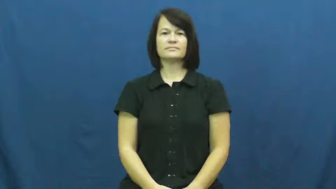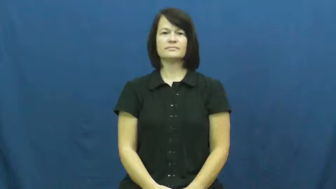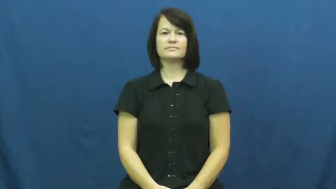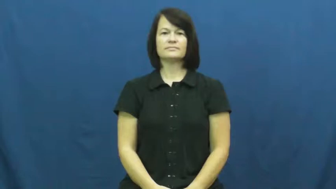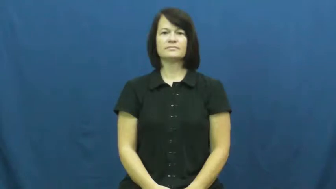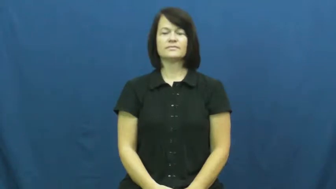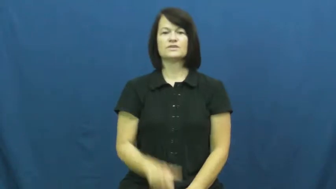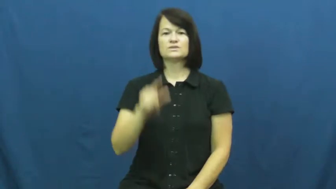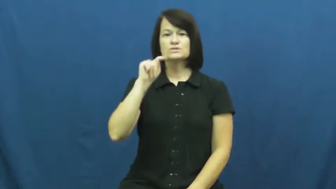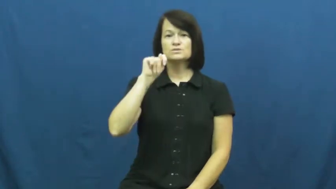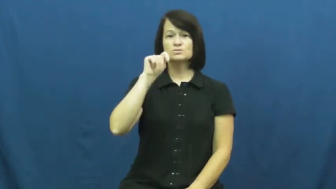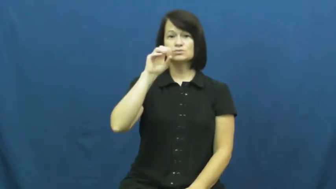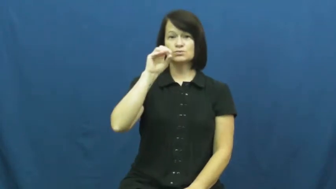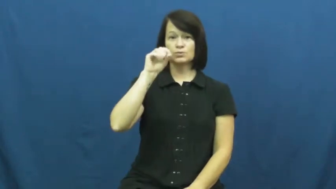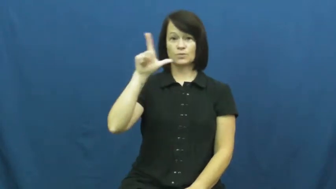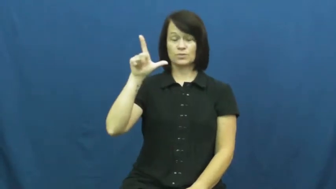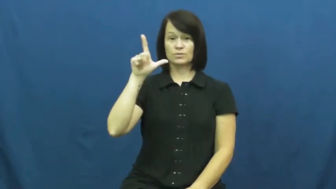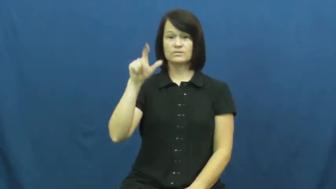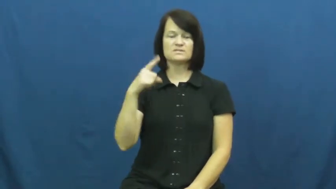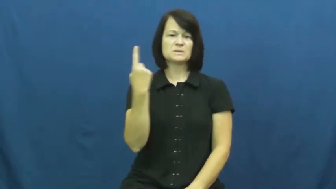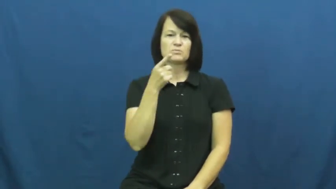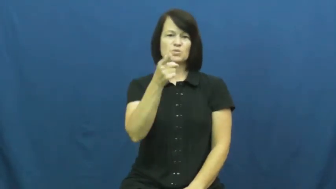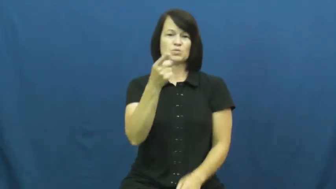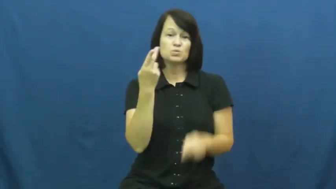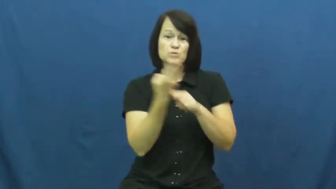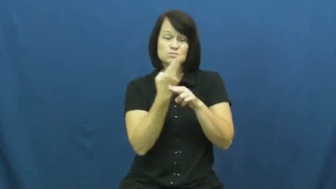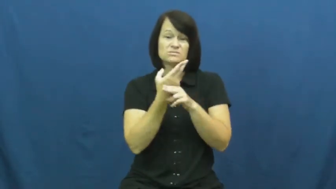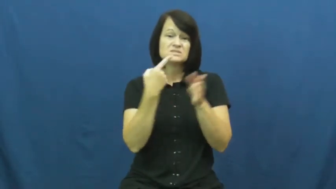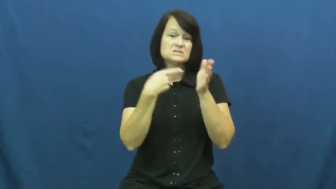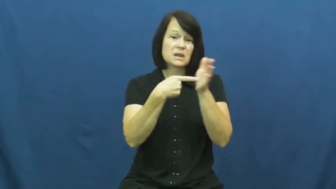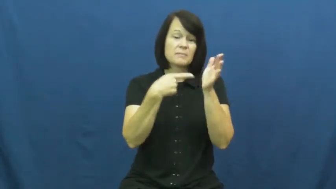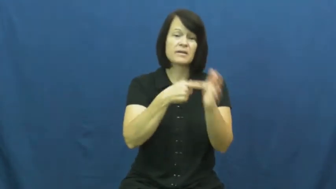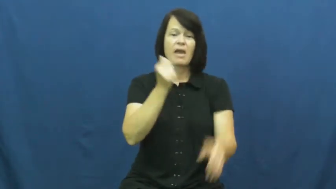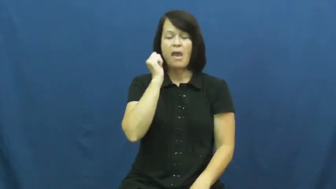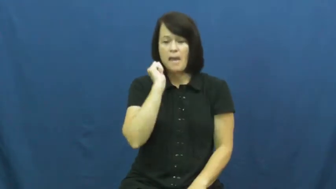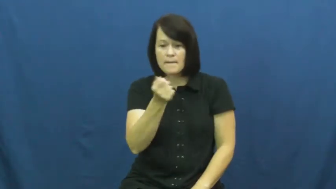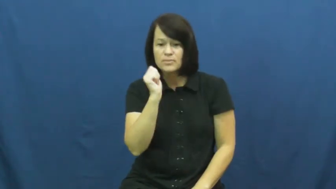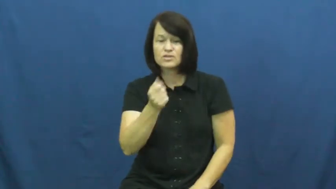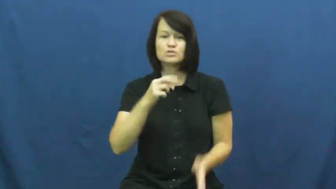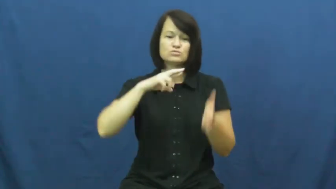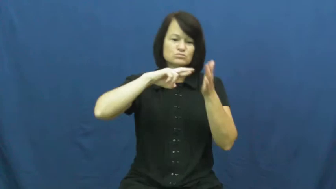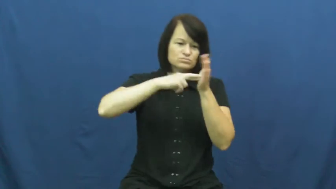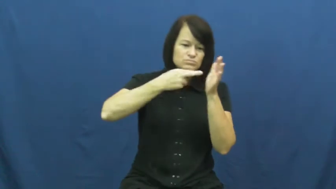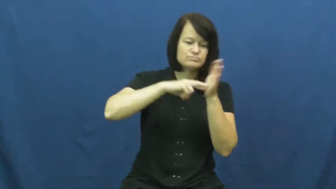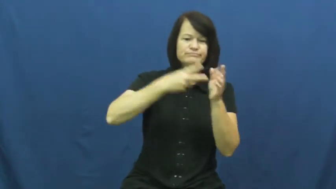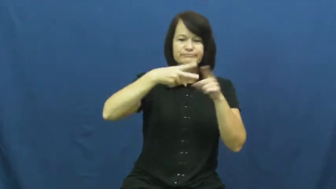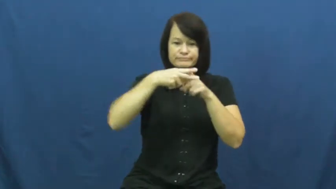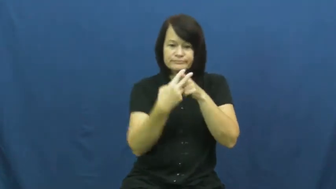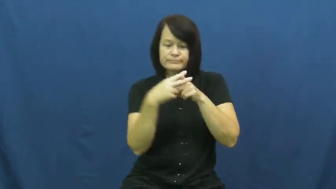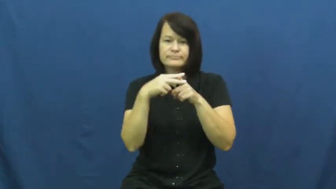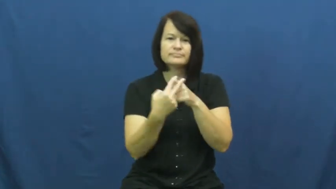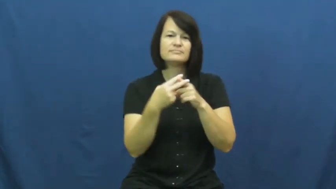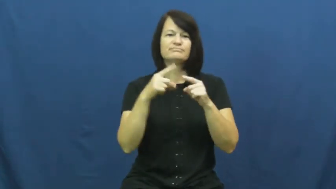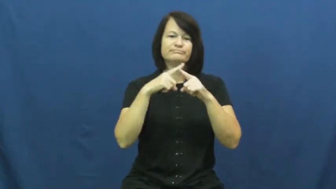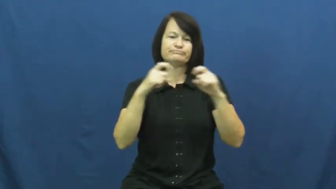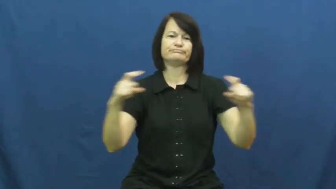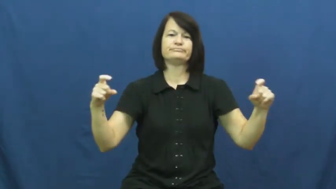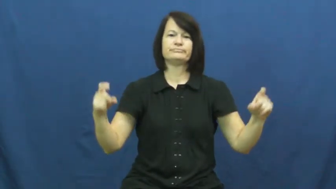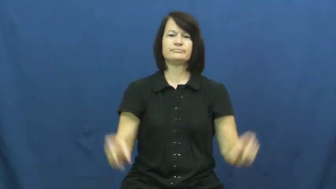tool,utensil,implement